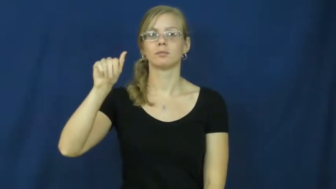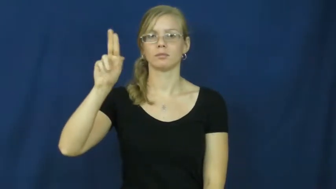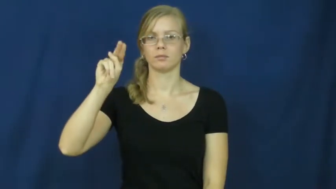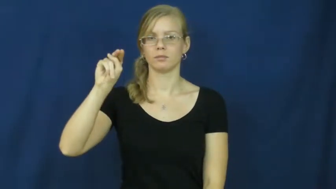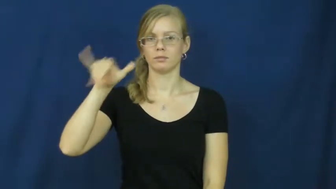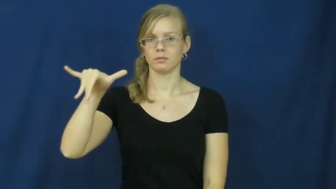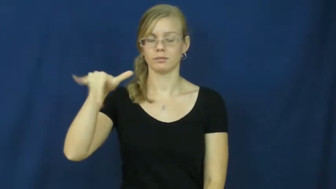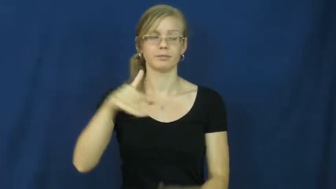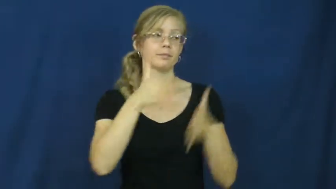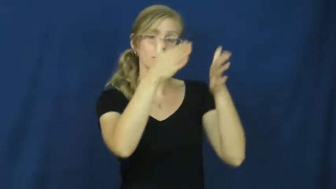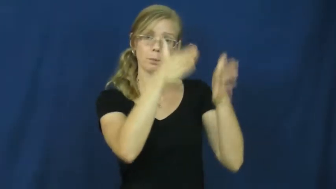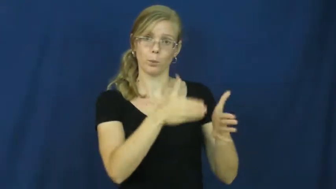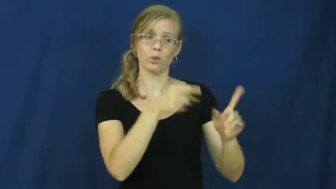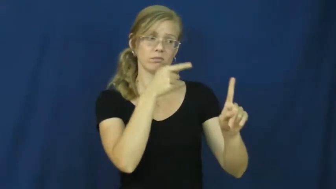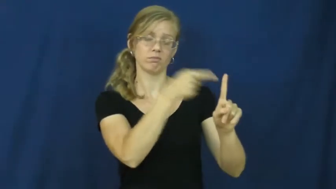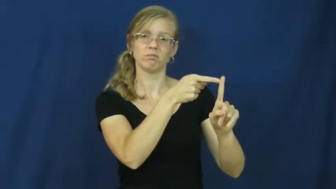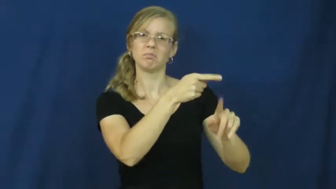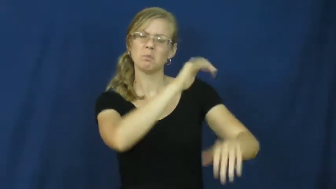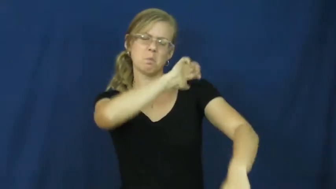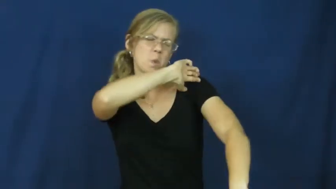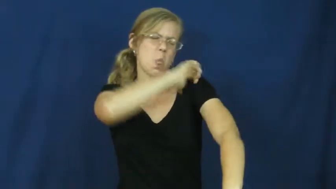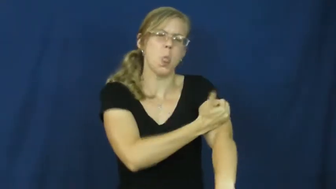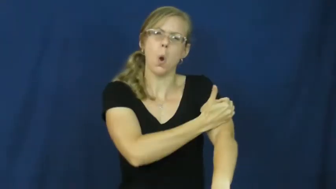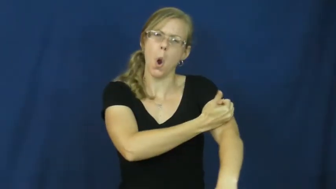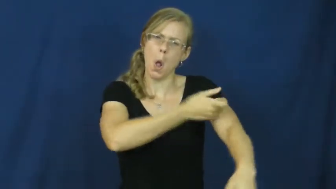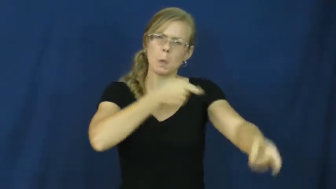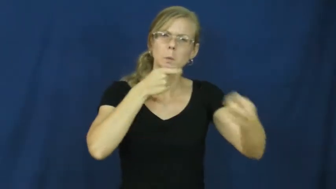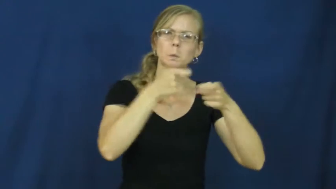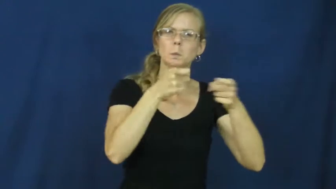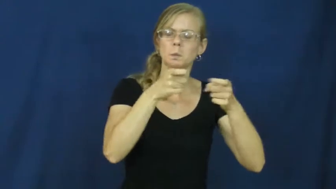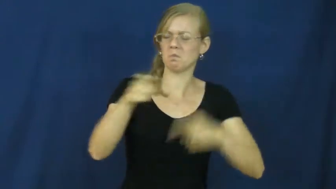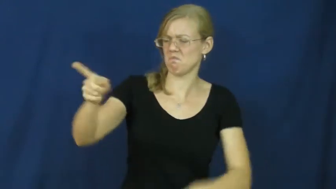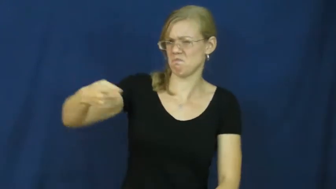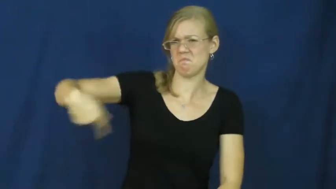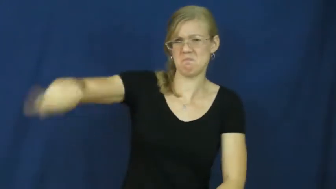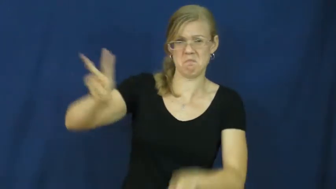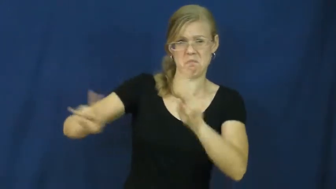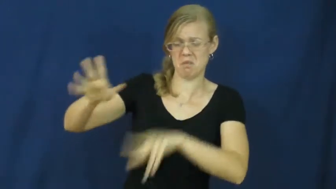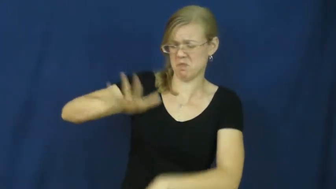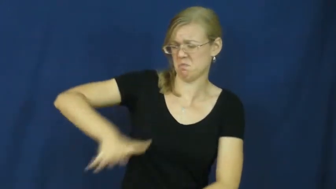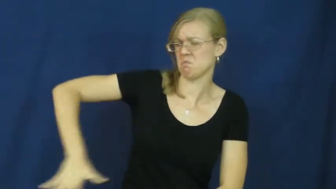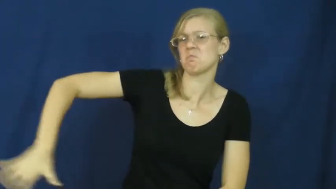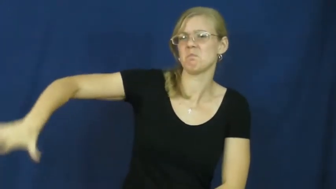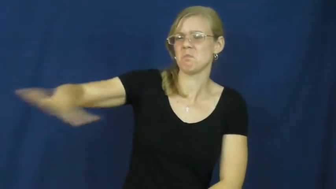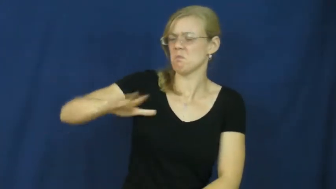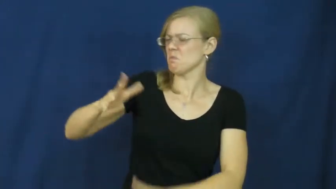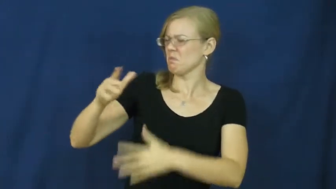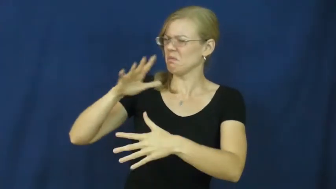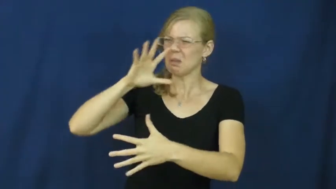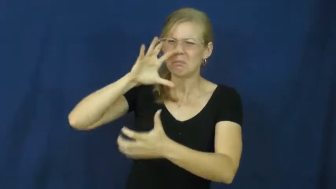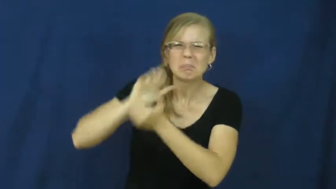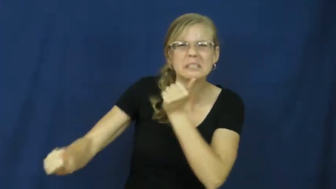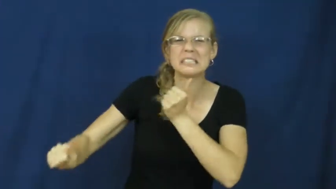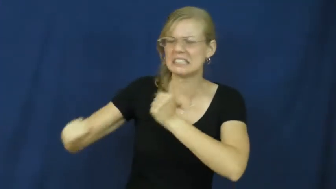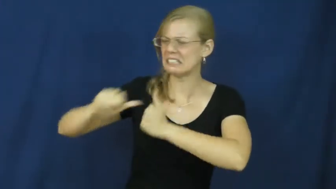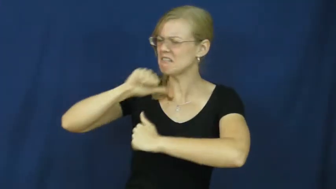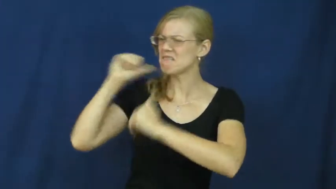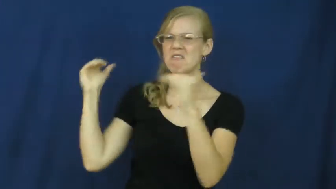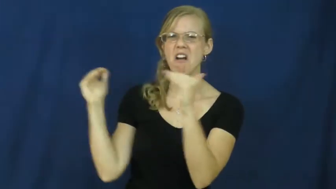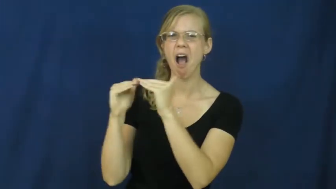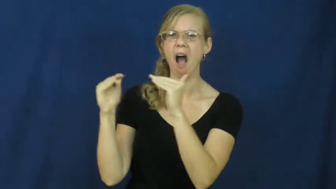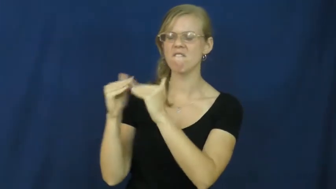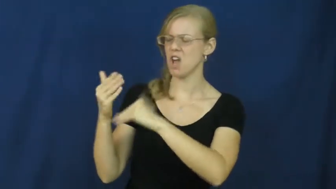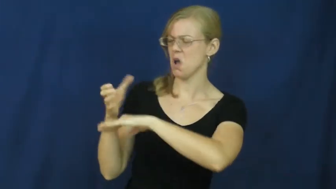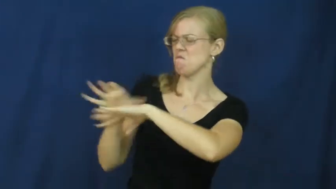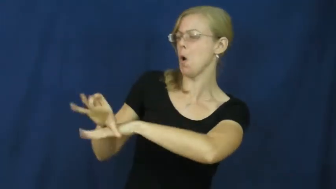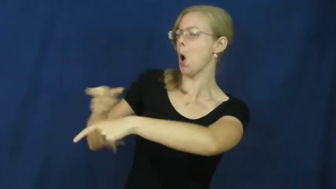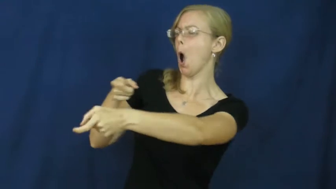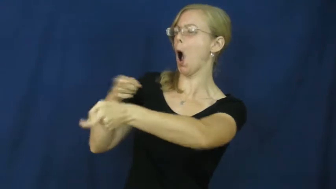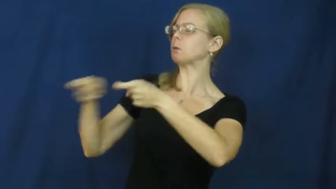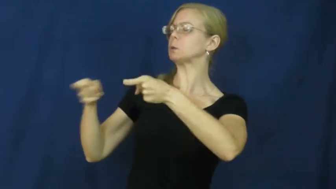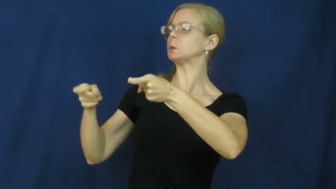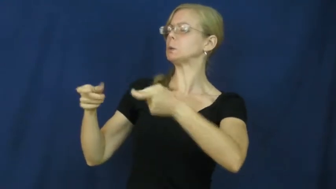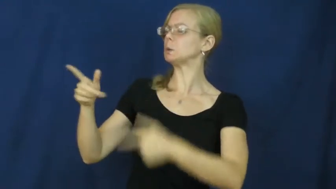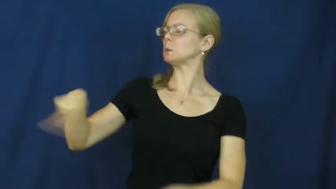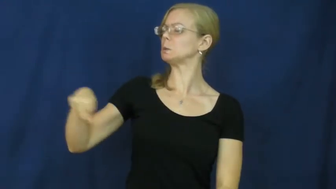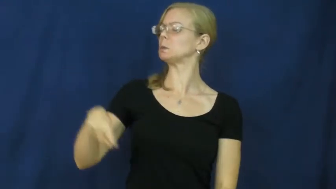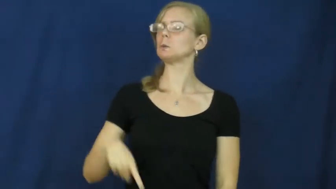tyranny